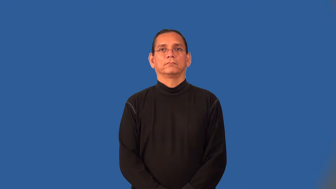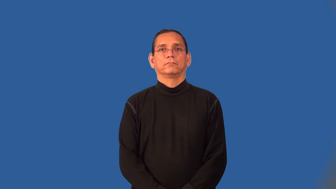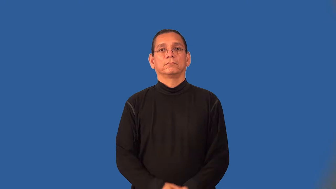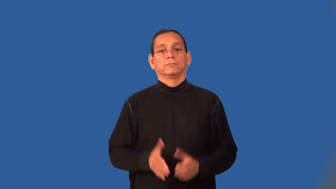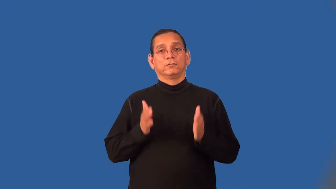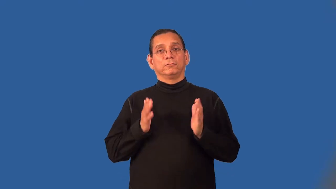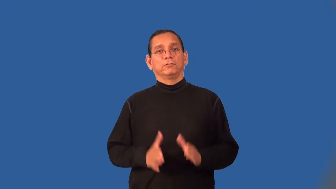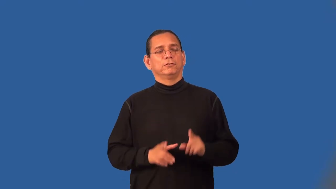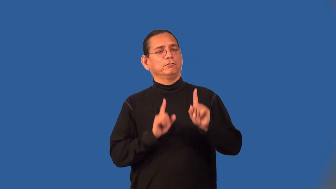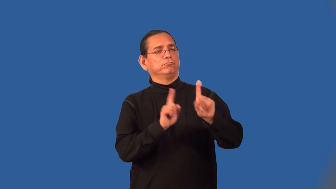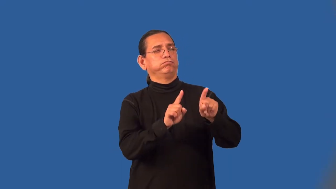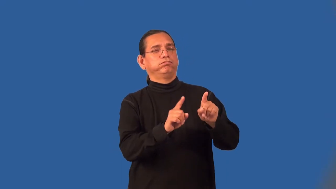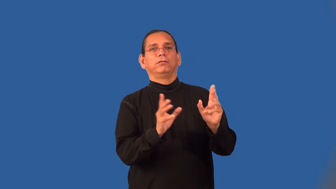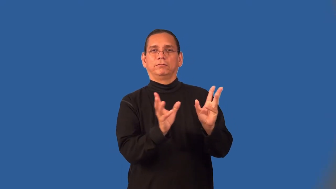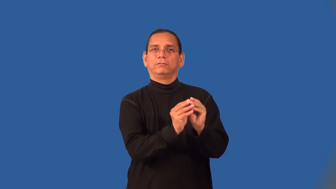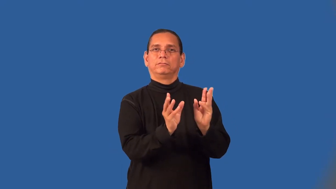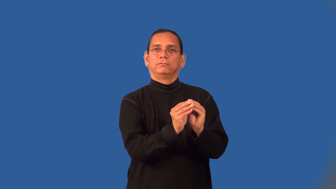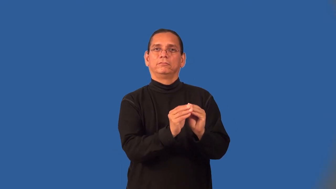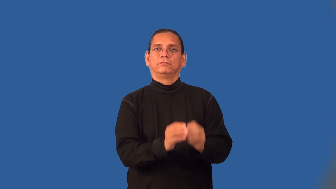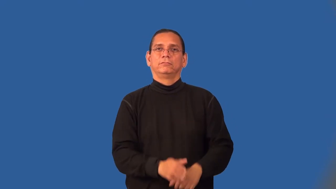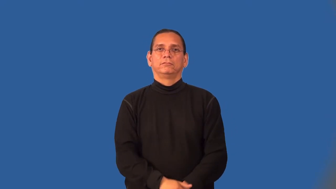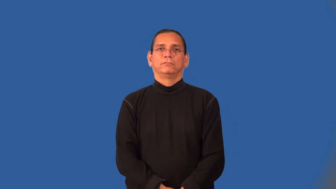conferee,attendee